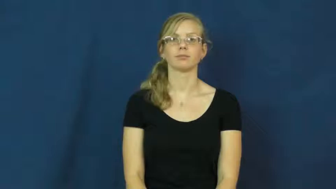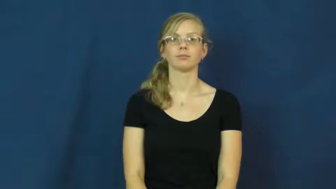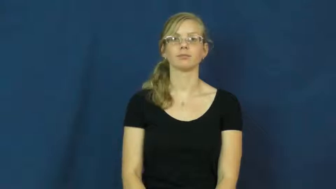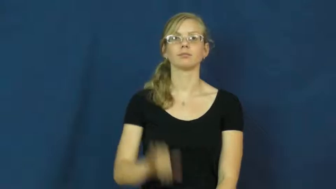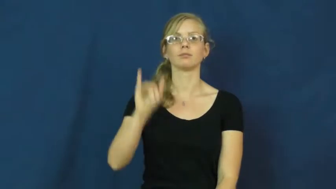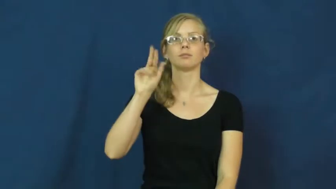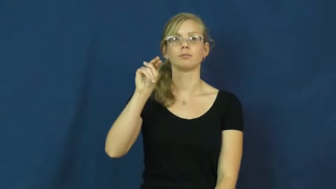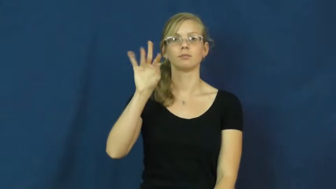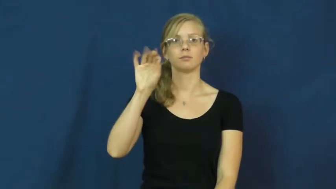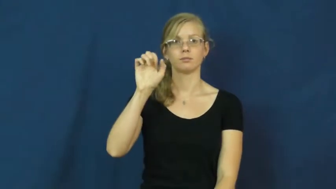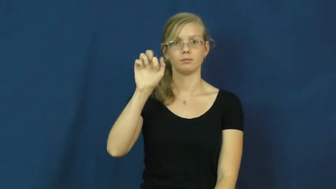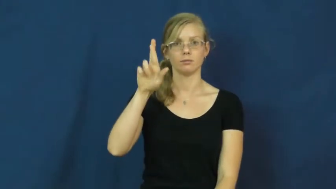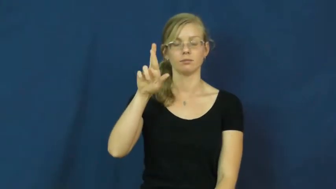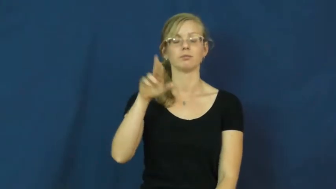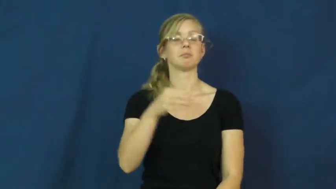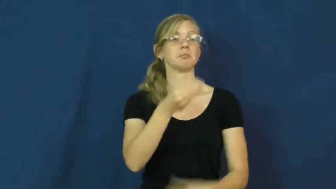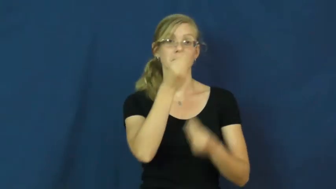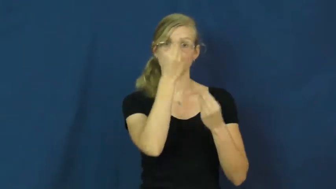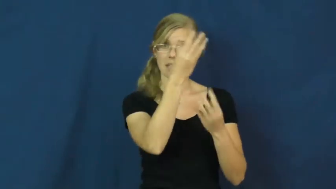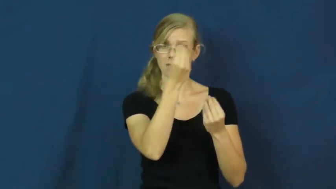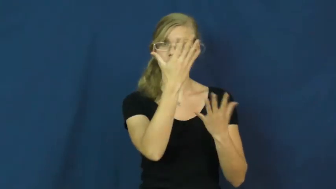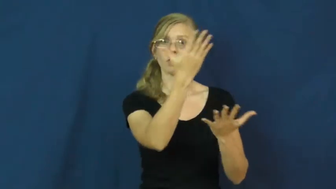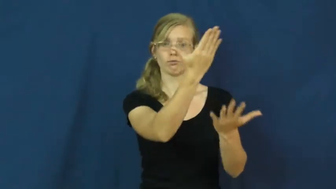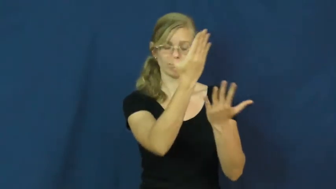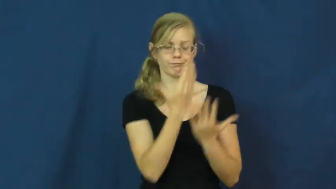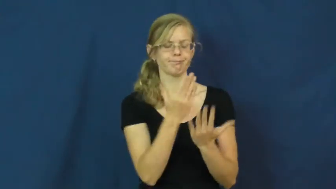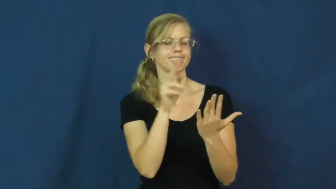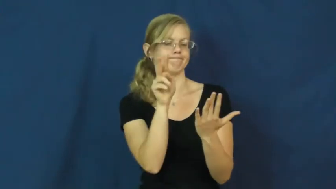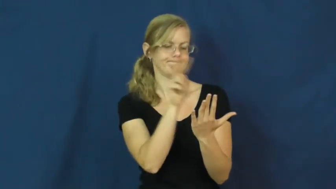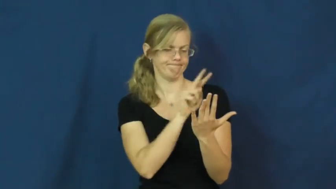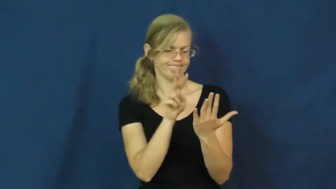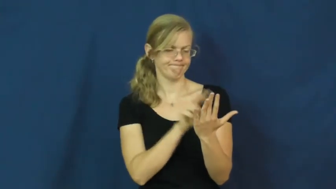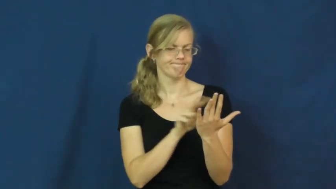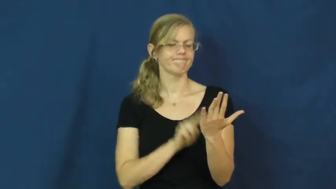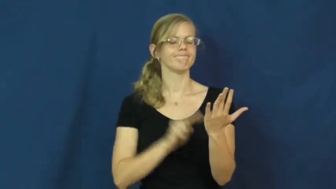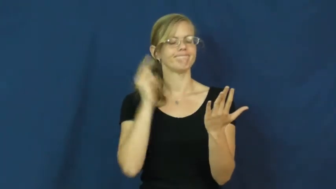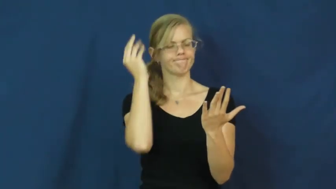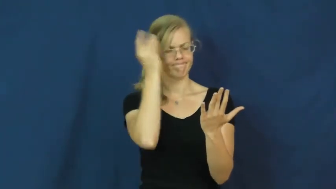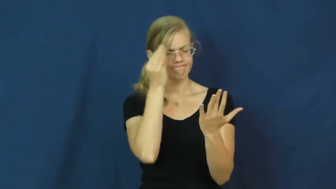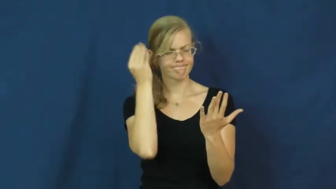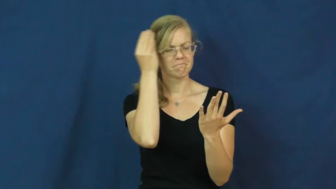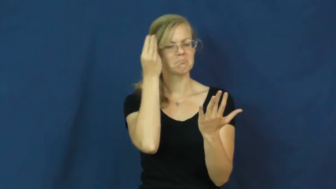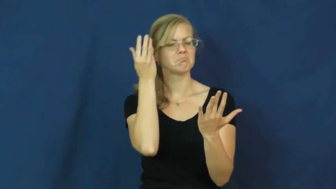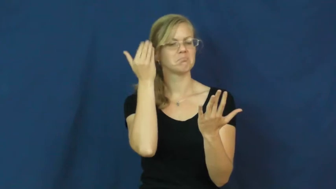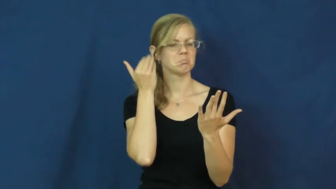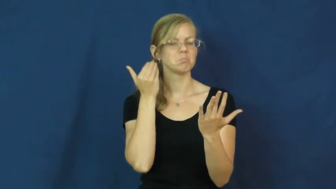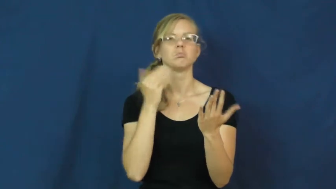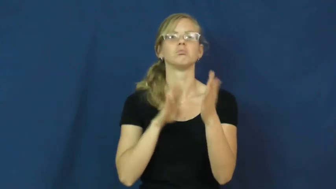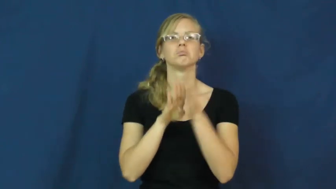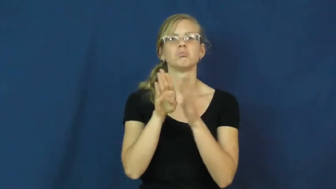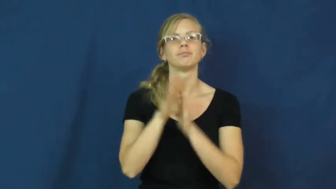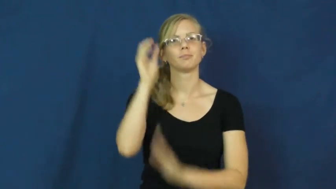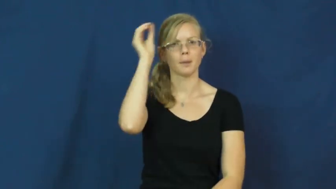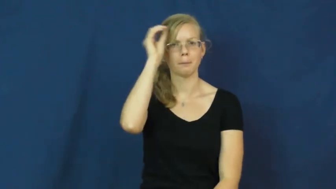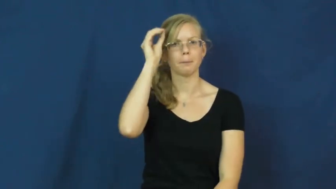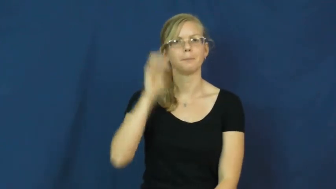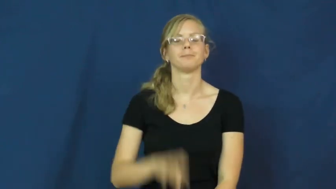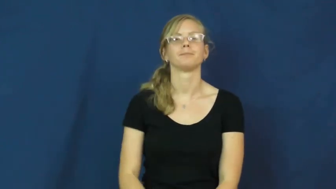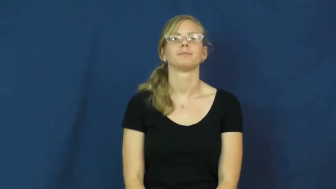infer